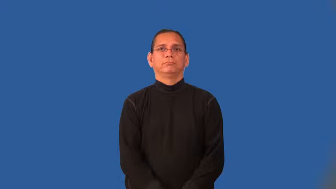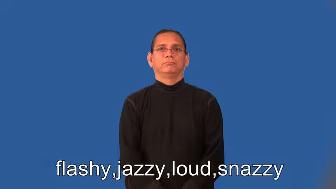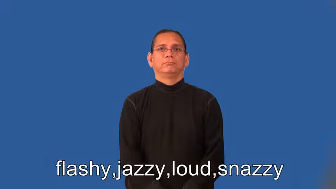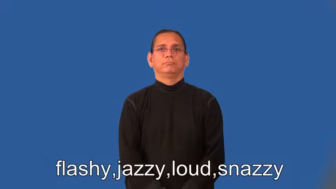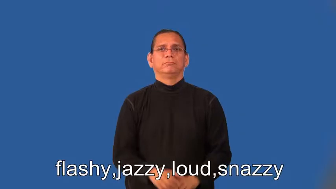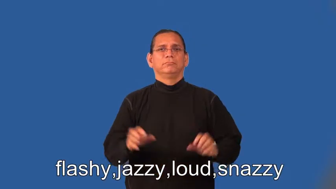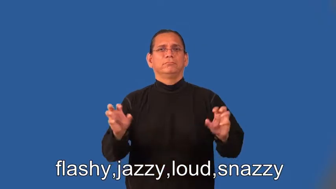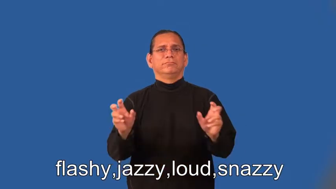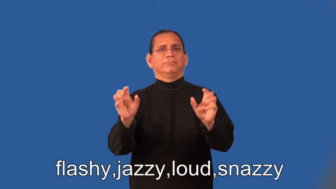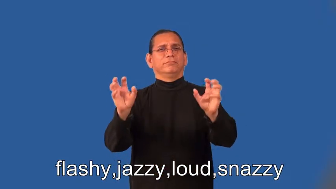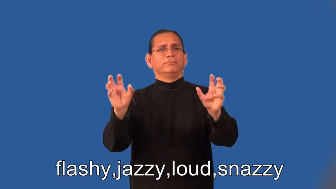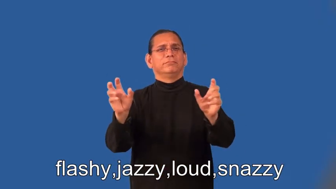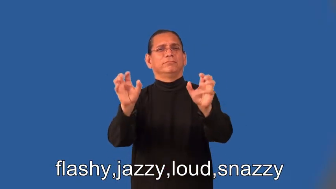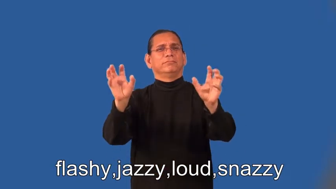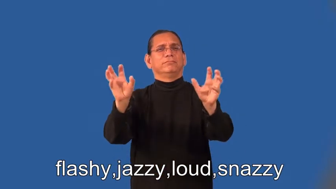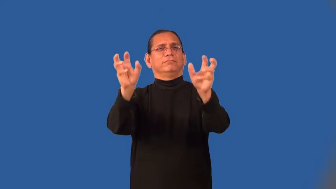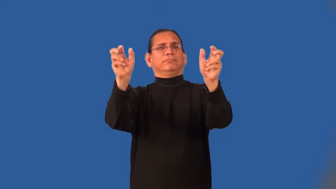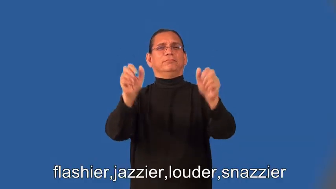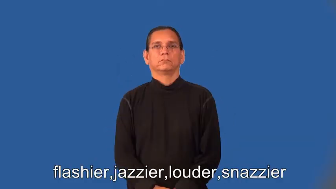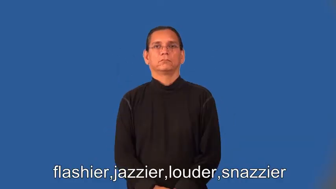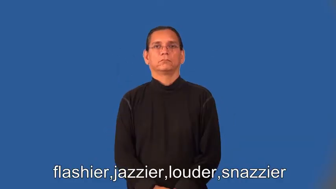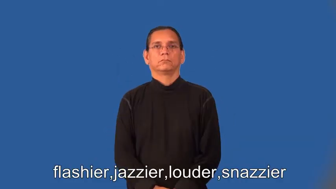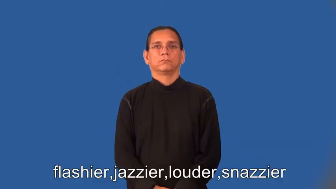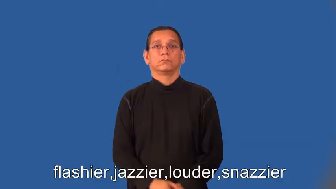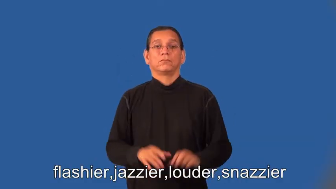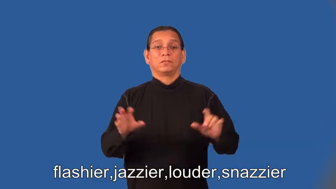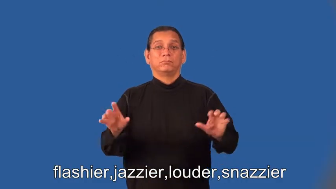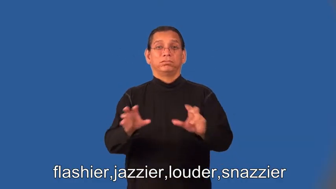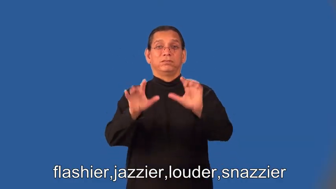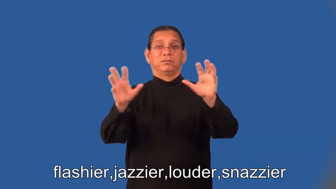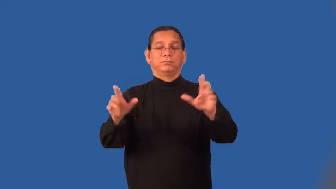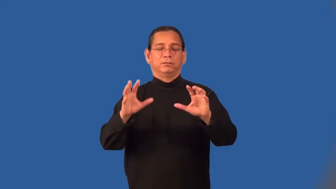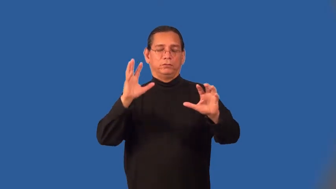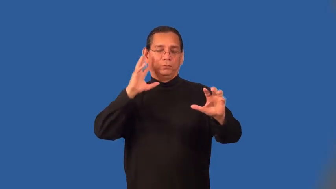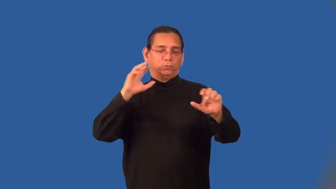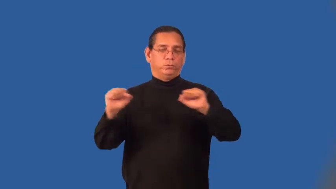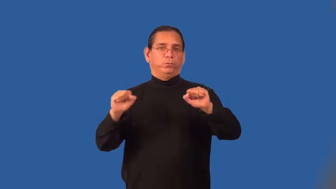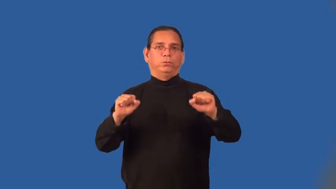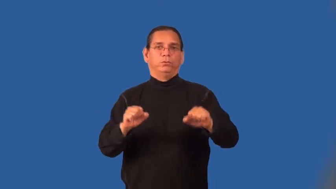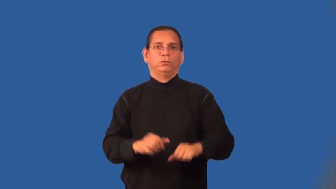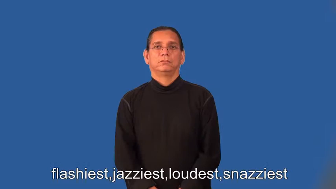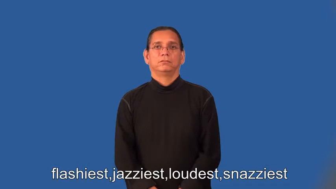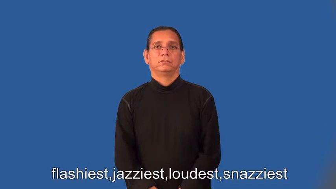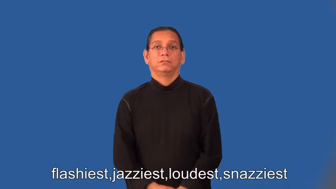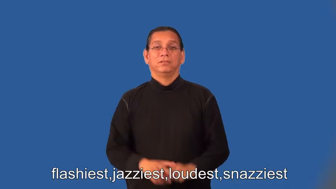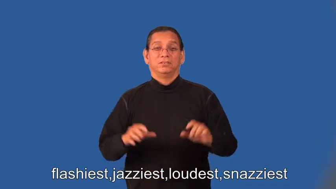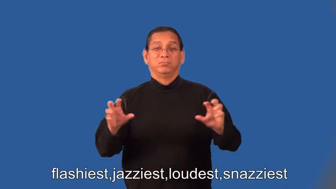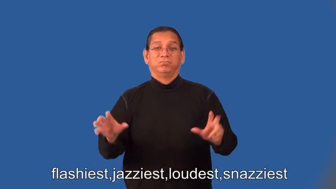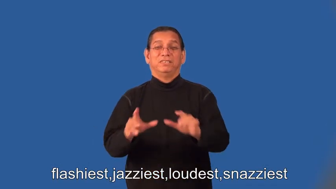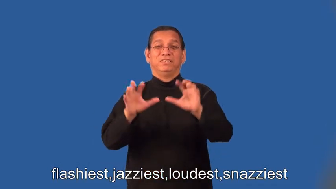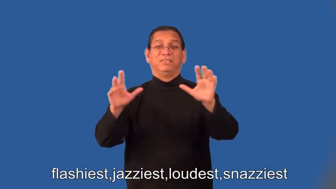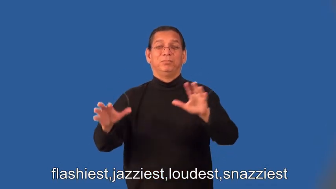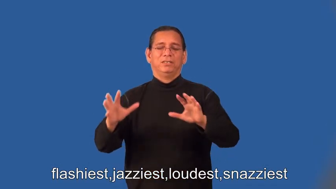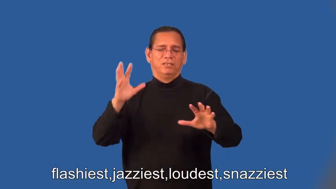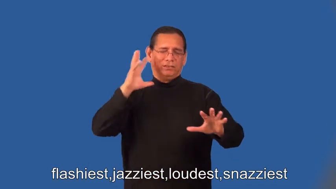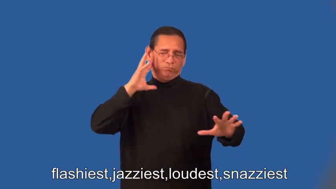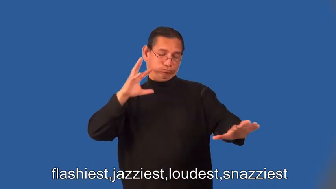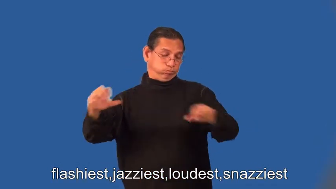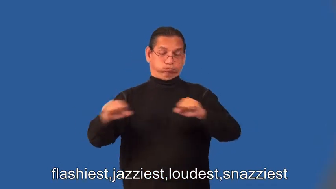flashier,jazzier,louder,snazzier,flashiest,jazziest,loudest,snazziest